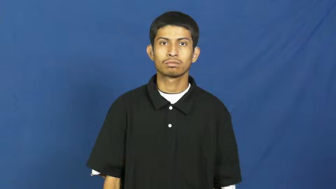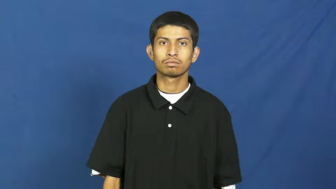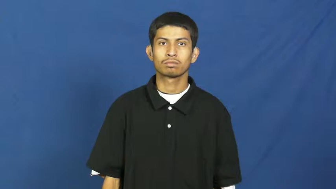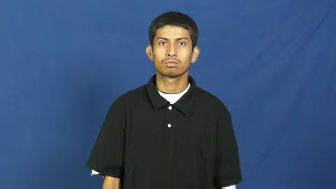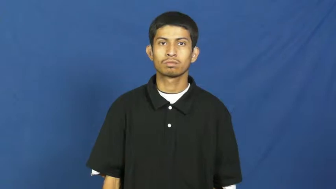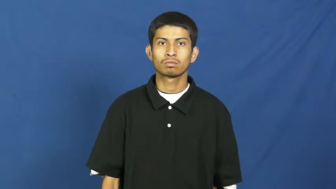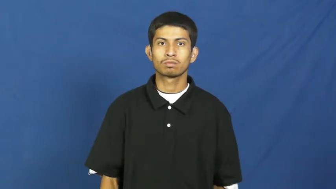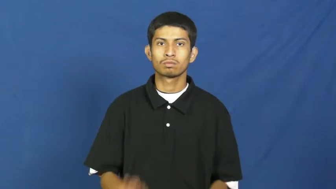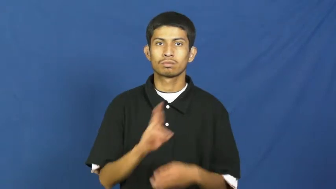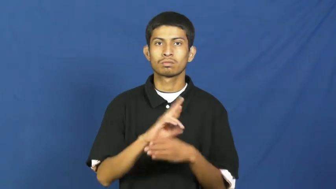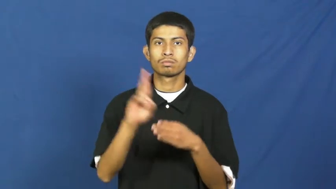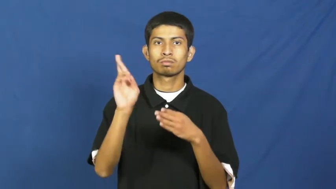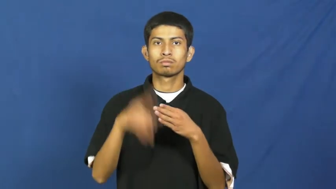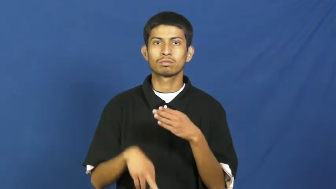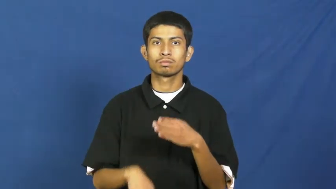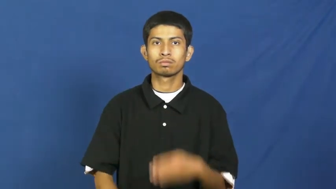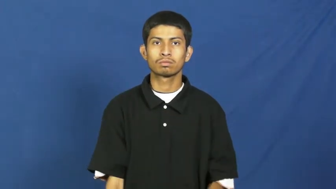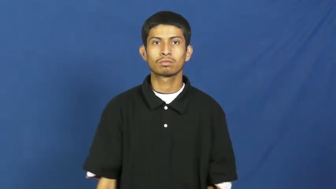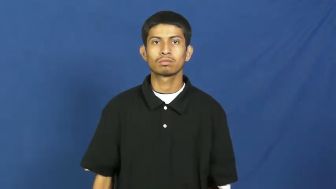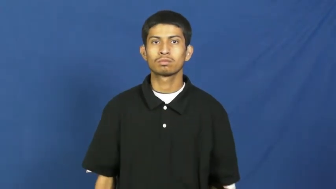result,return,backwash